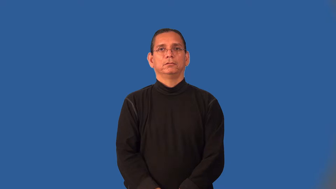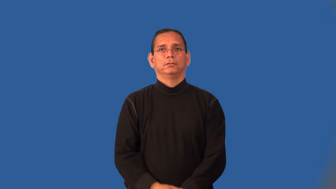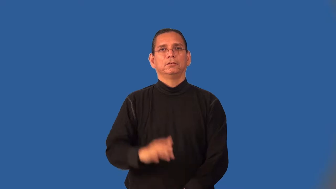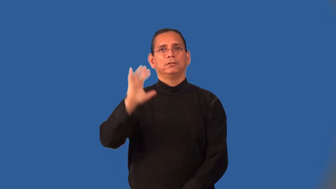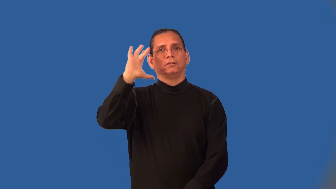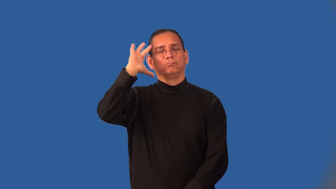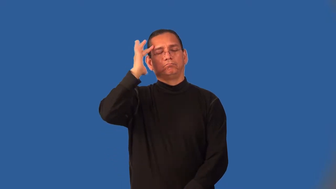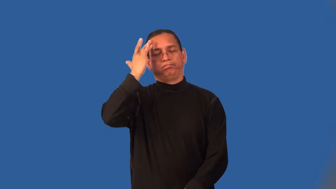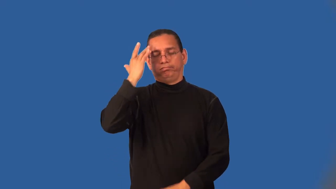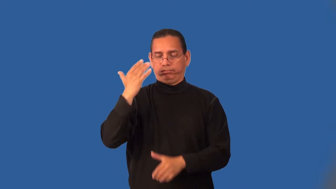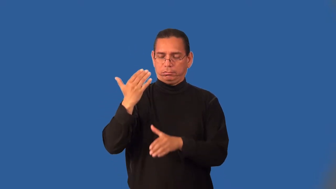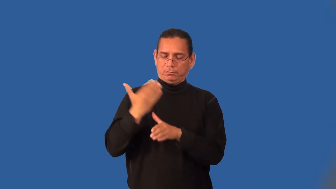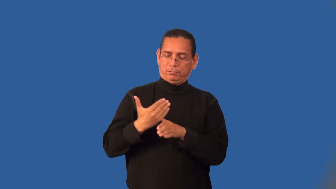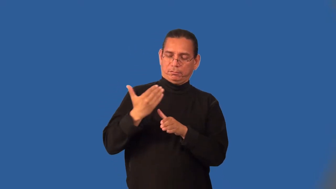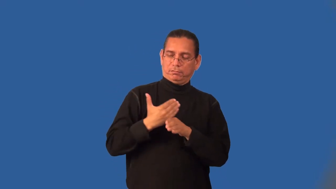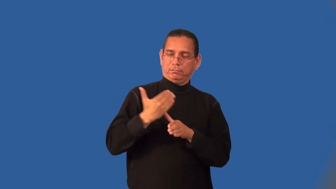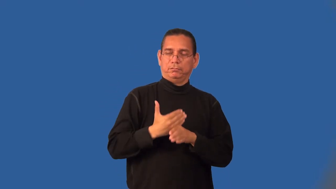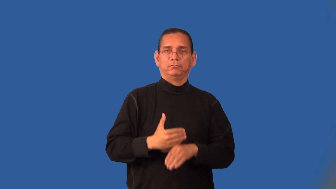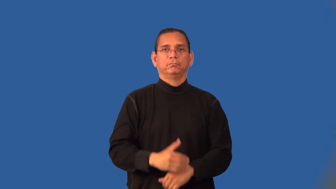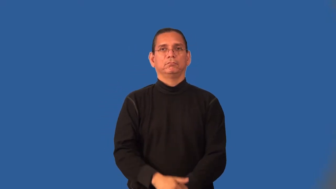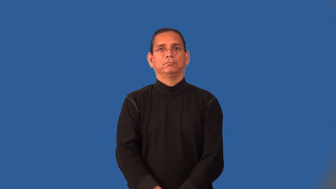irritant